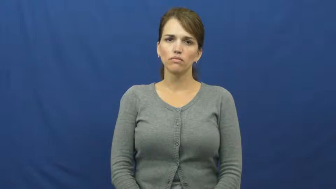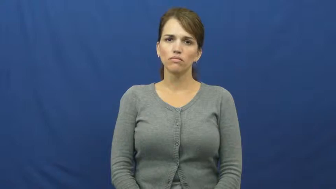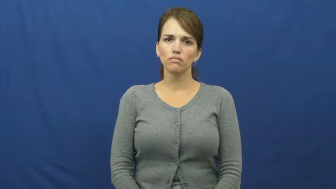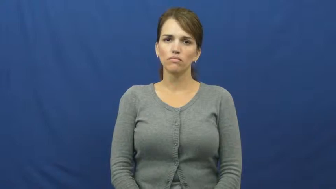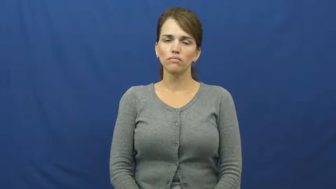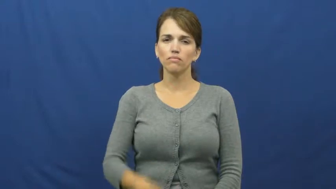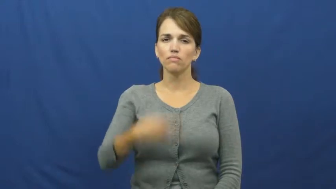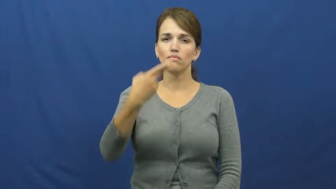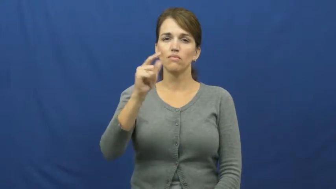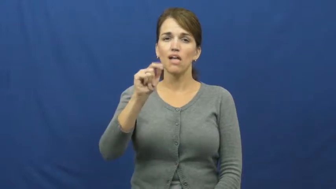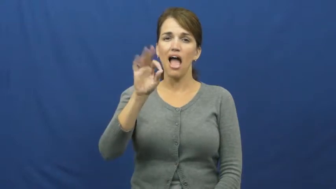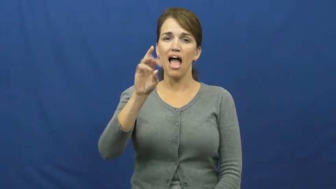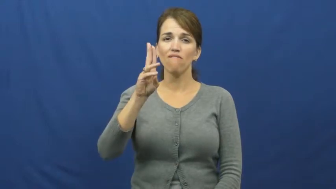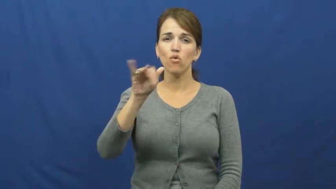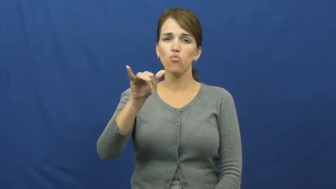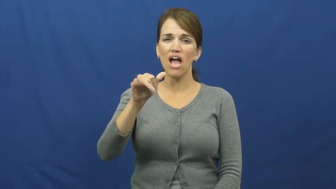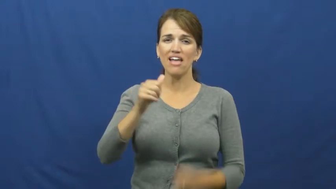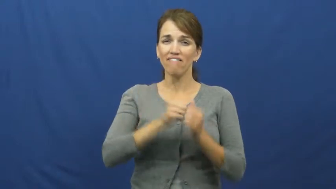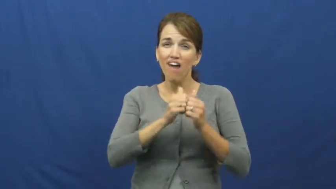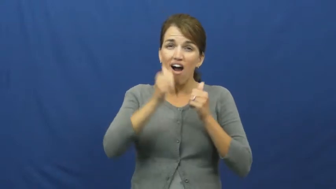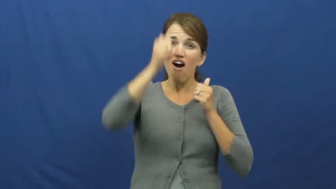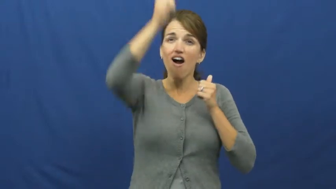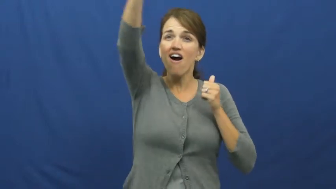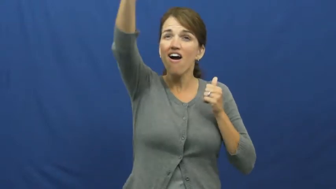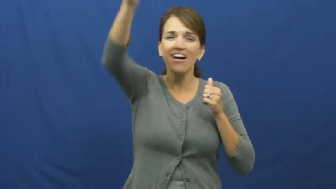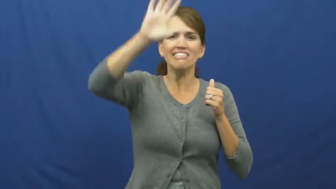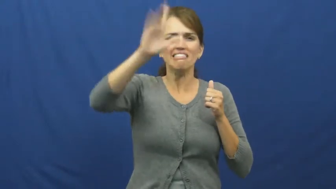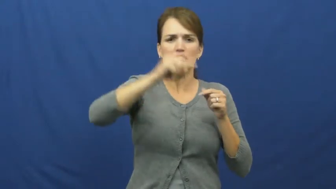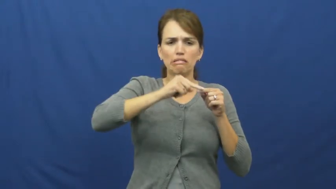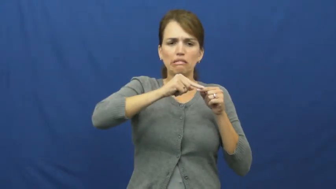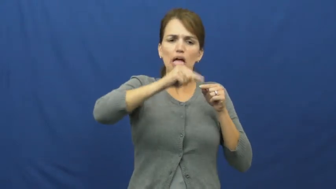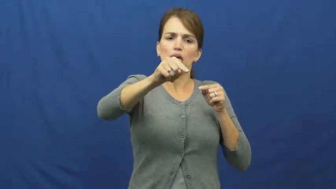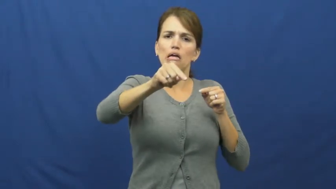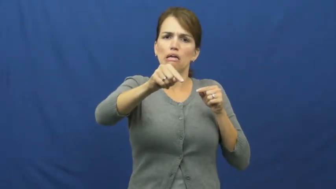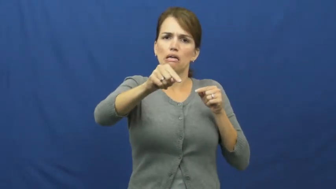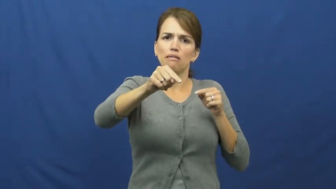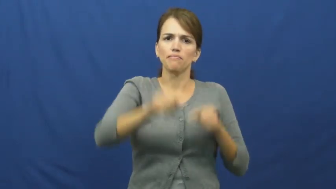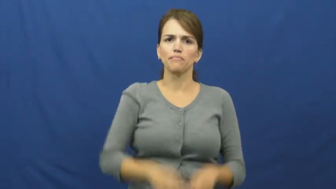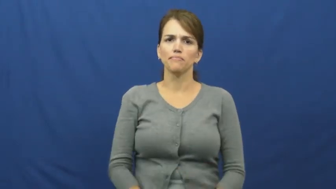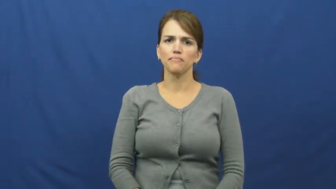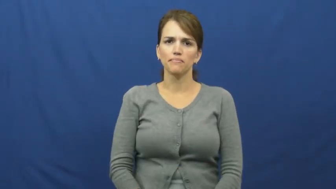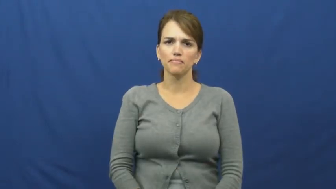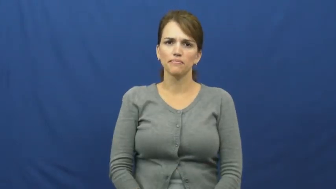halfway